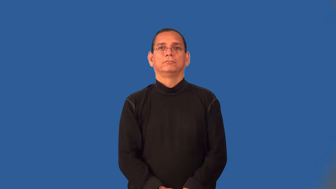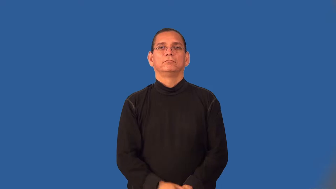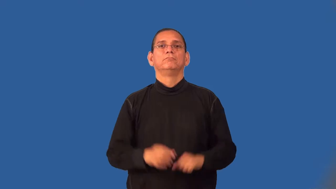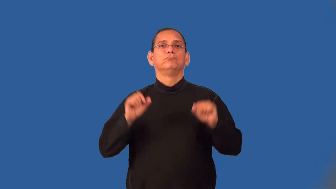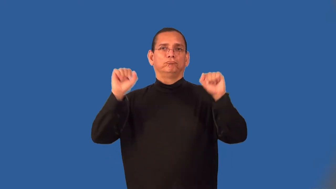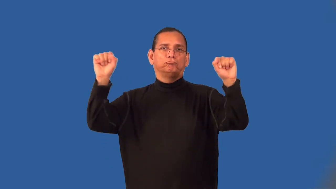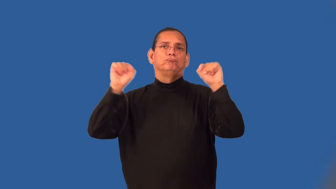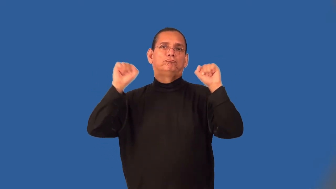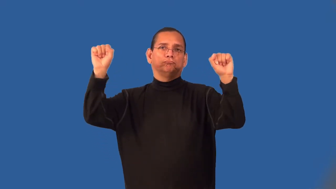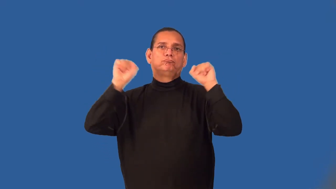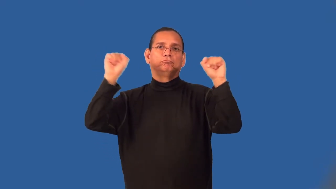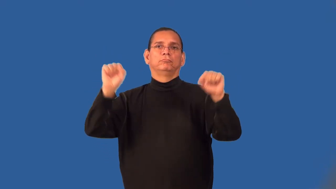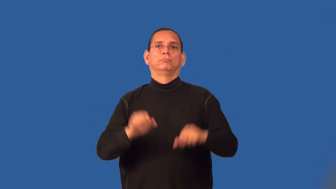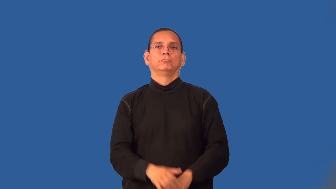weightlift